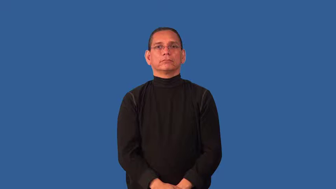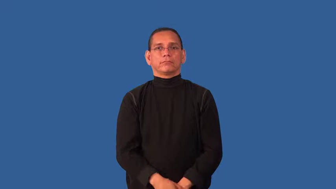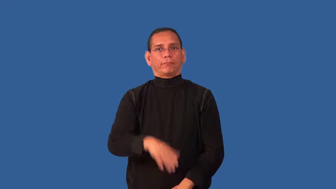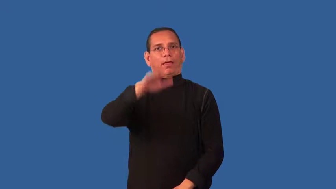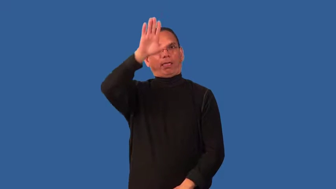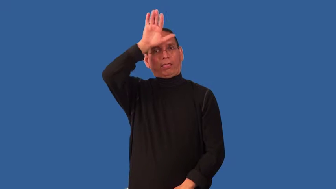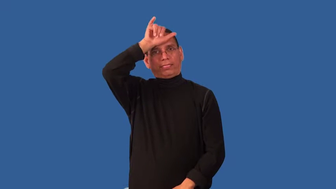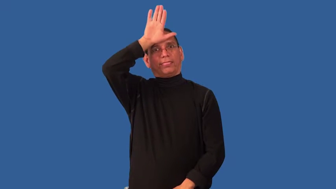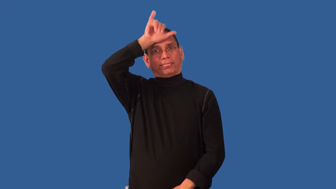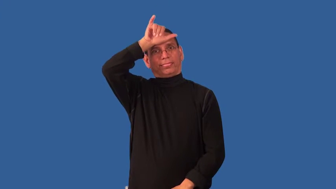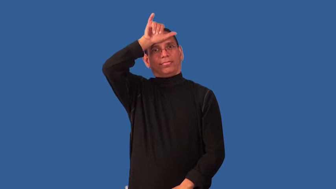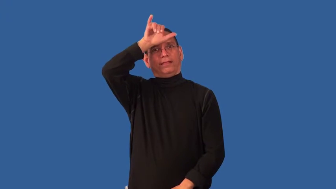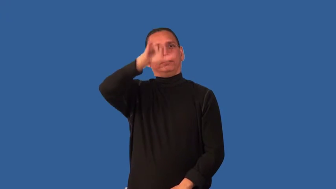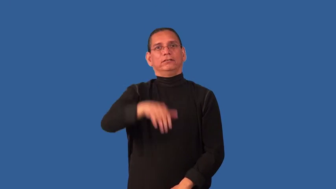deluded